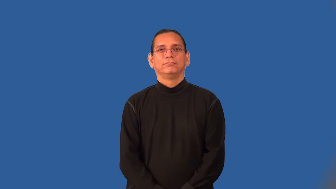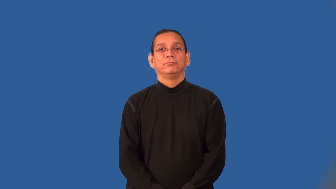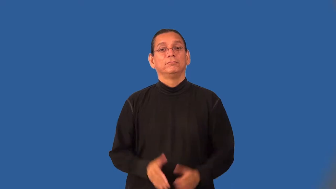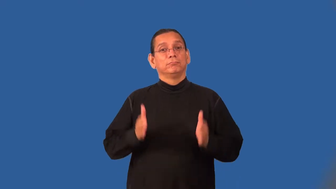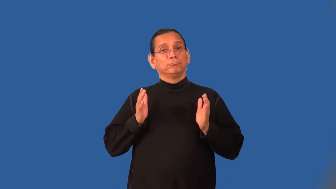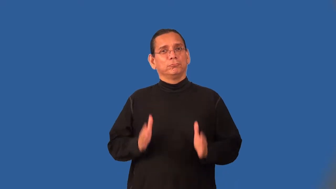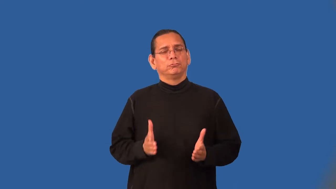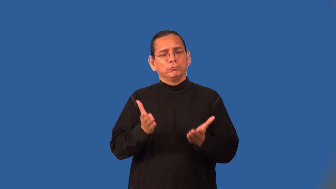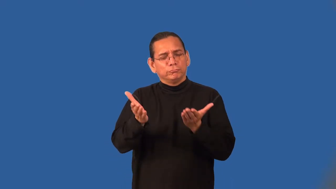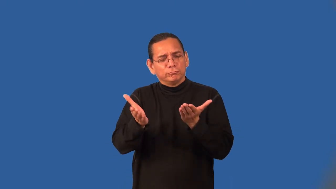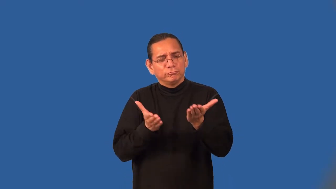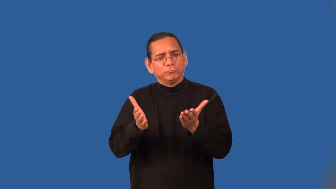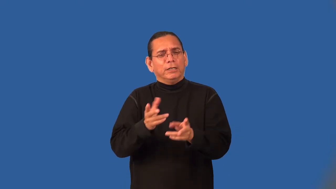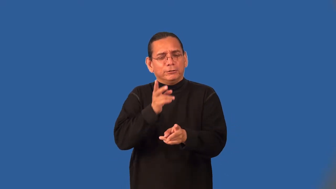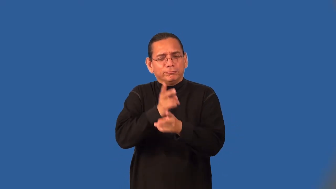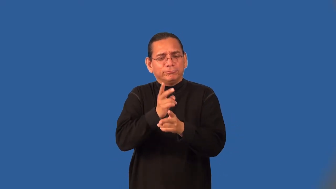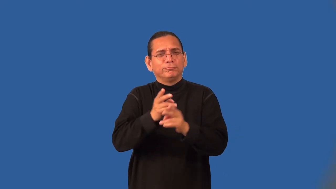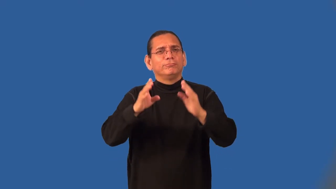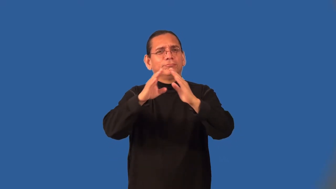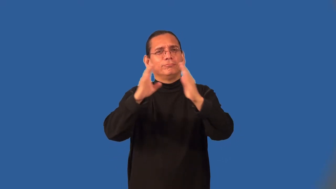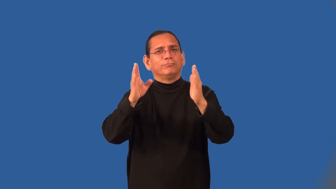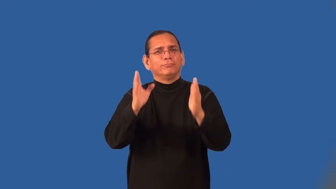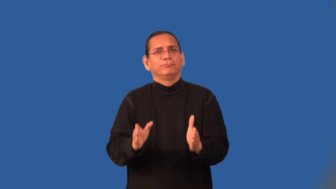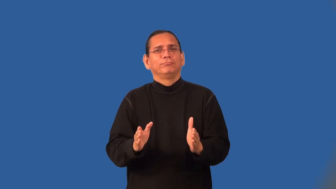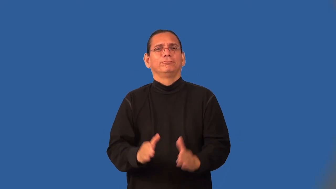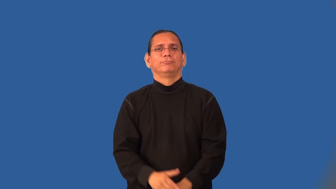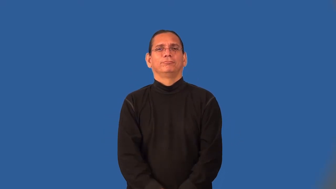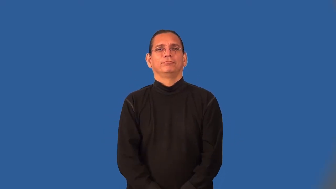butler,majordomo,steward,manservant